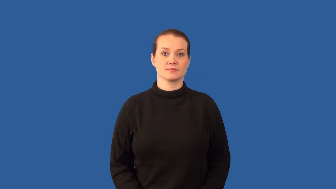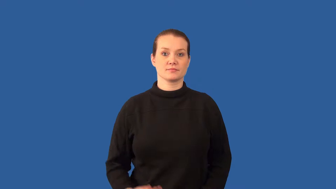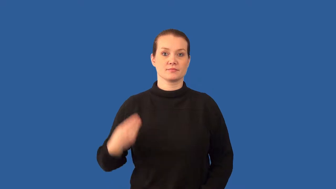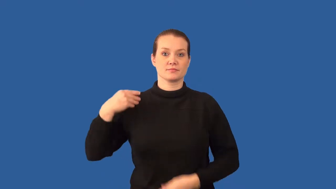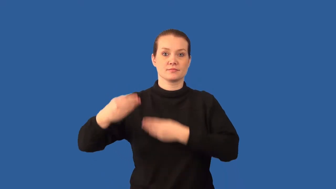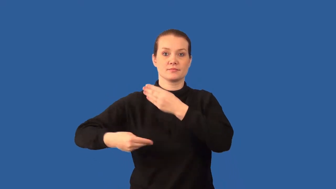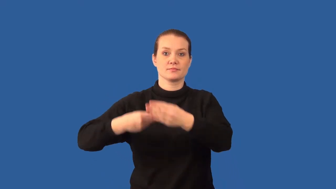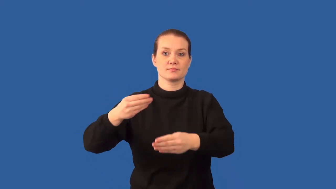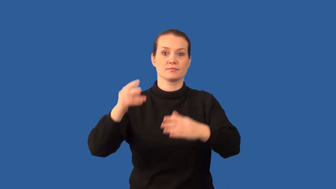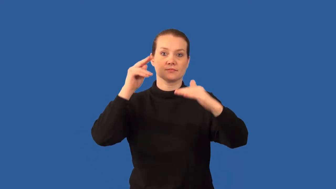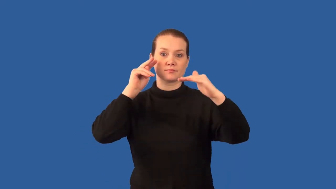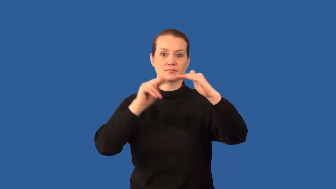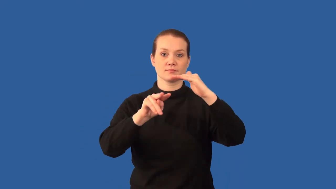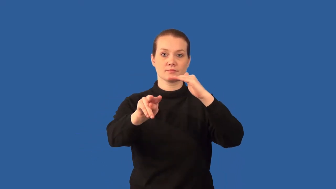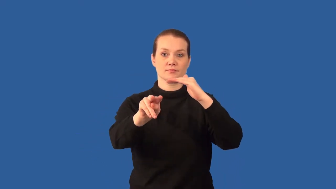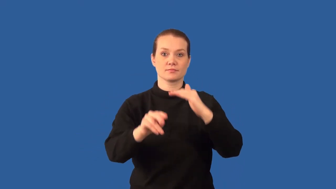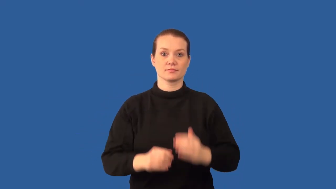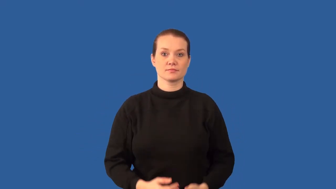Punnett square